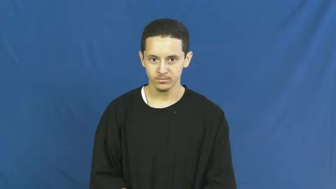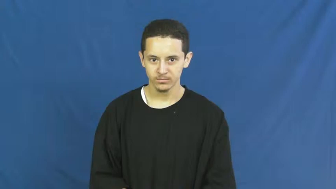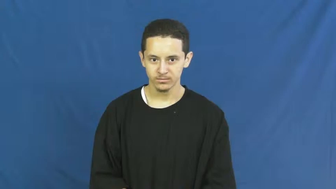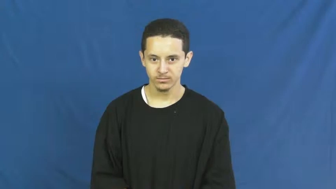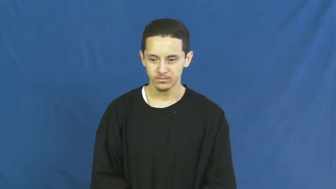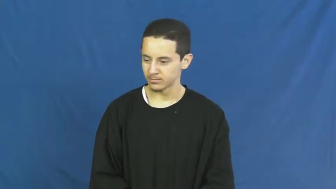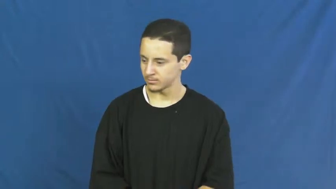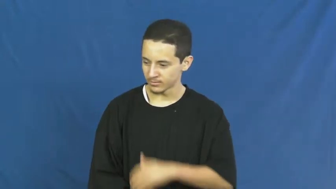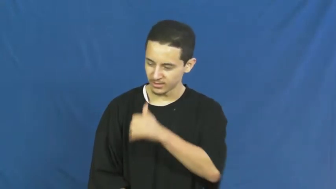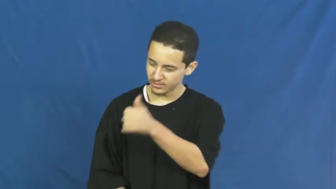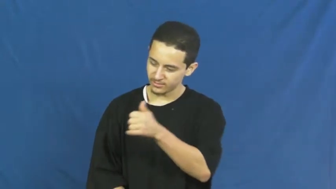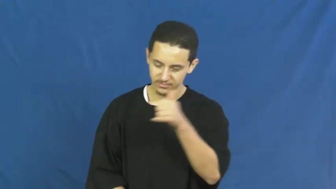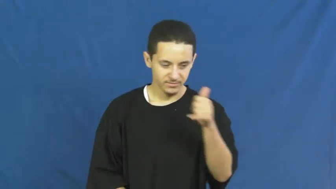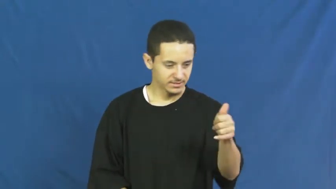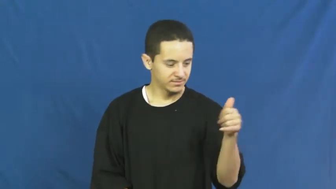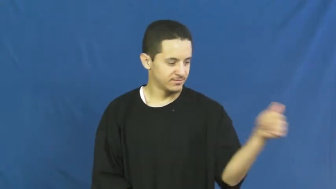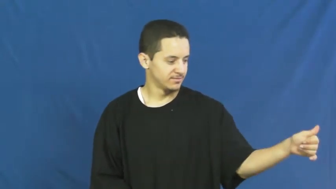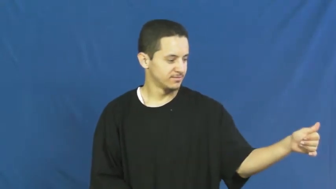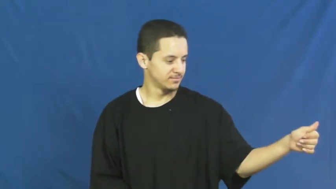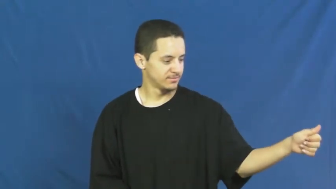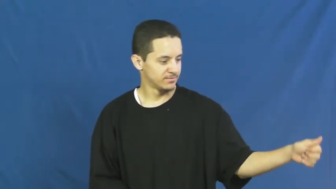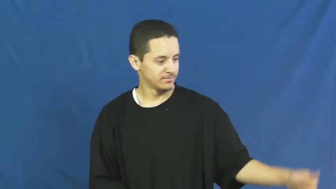themselves